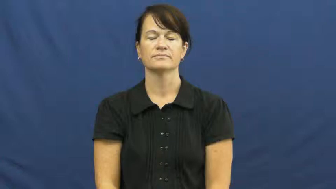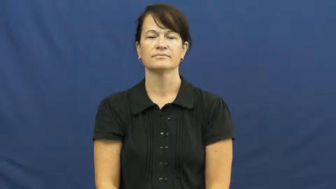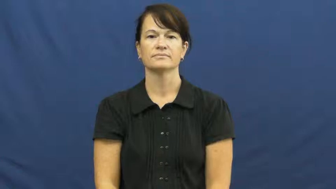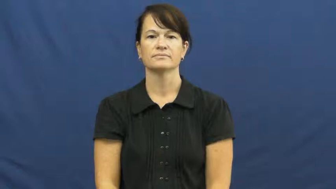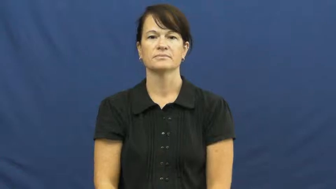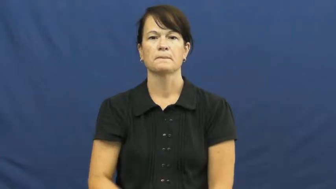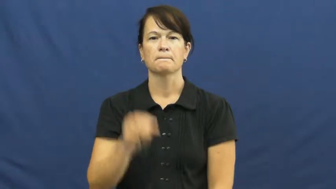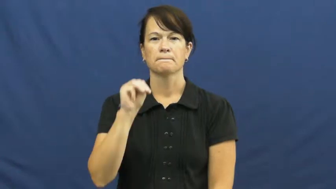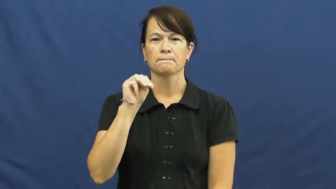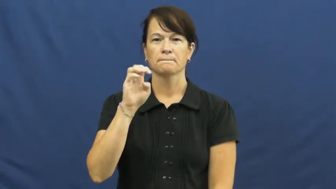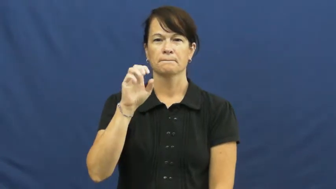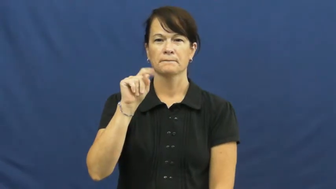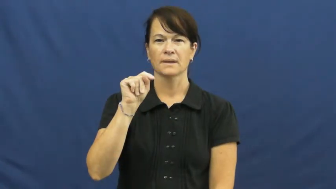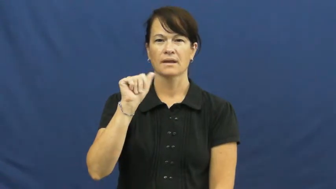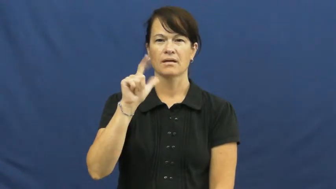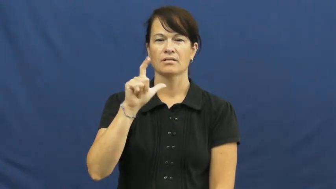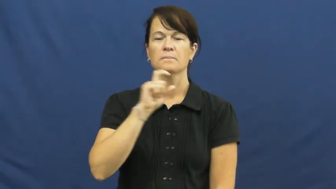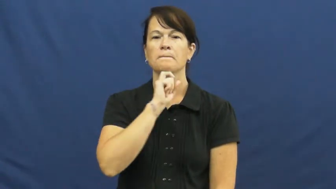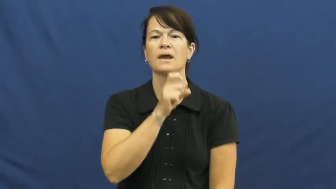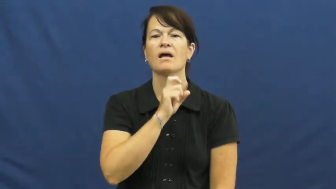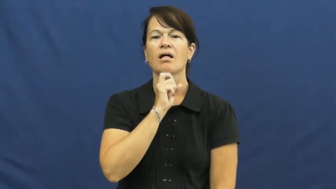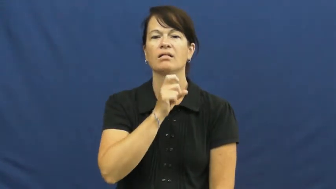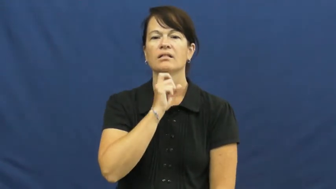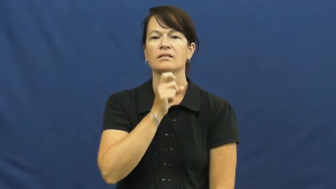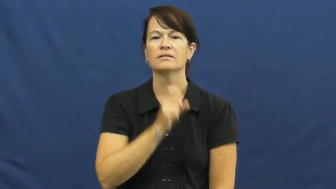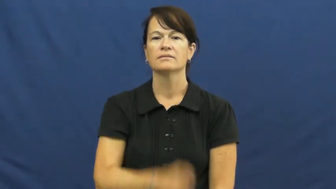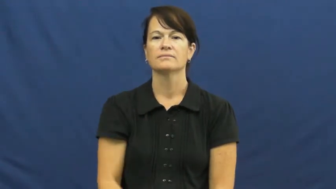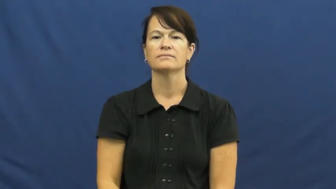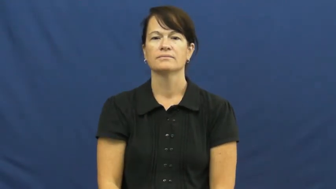metal